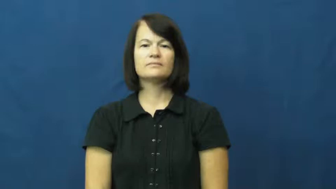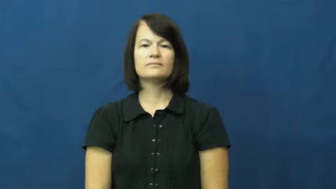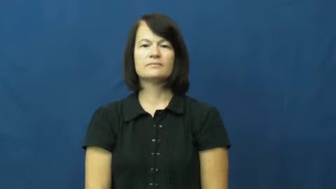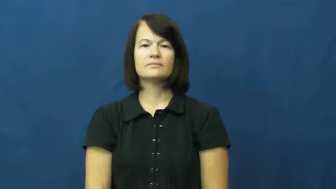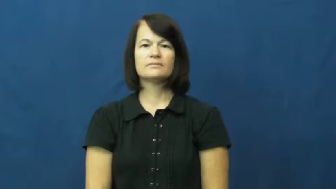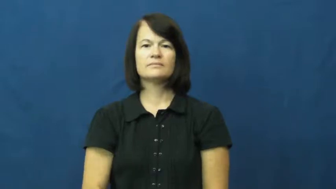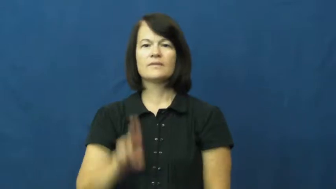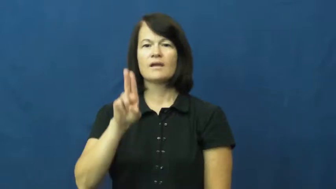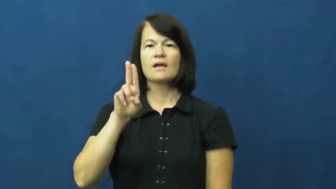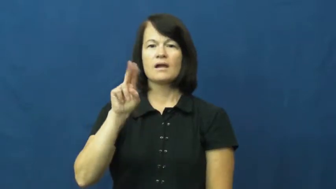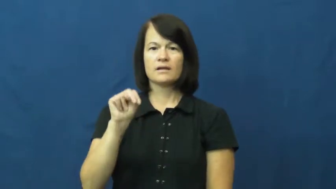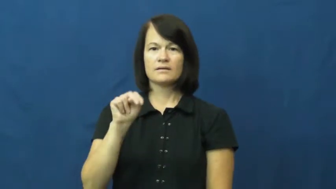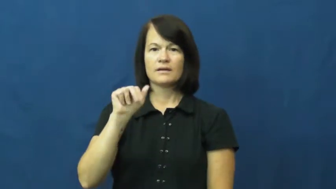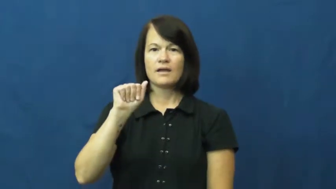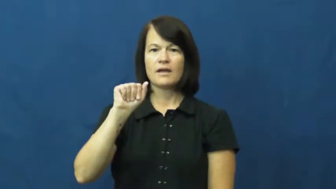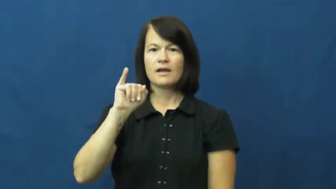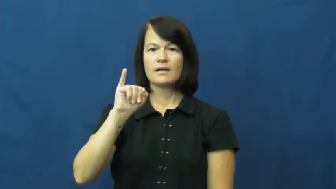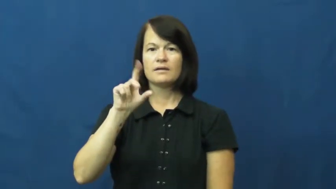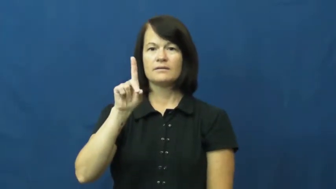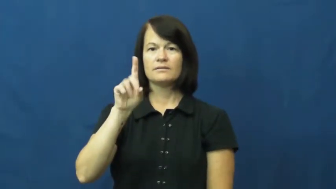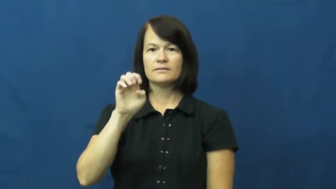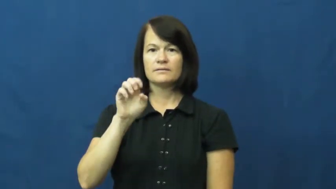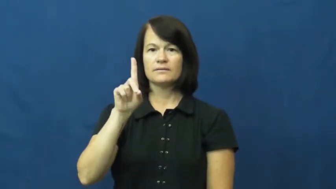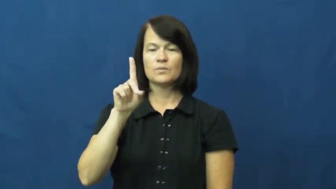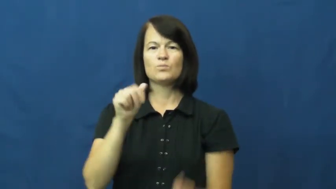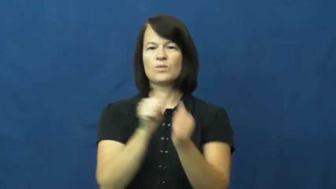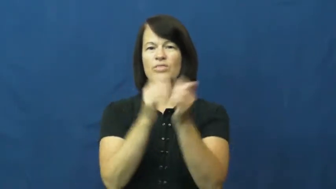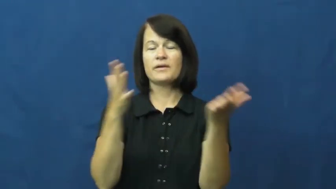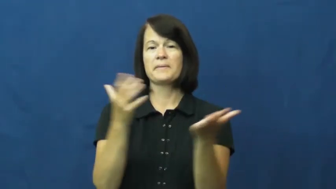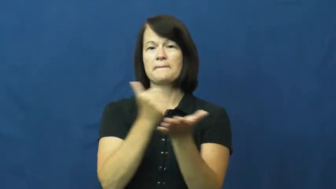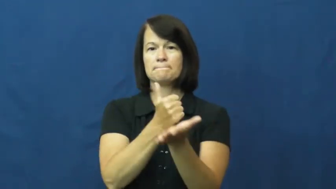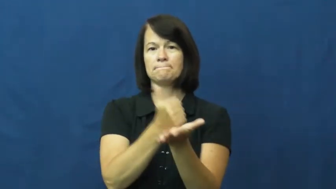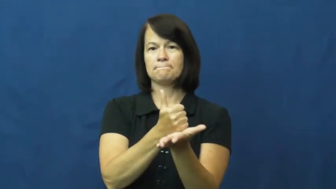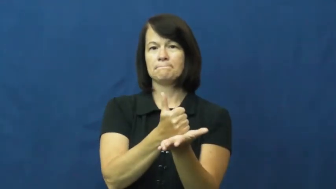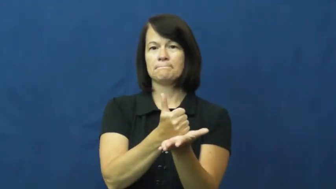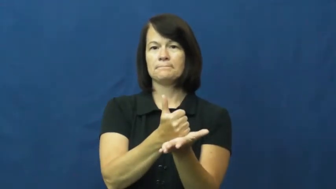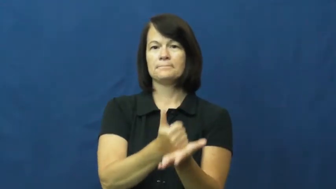unaided